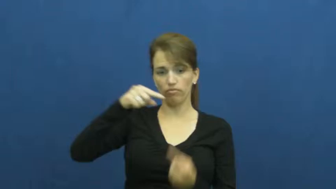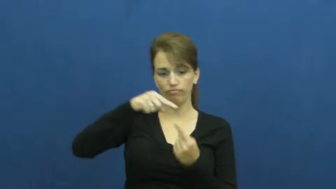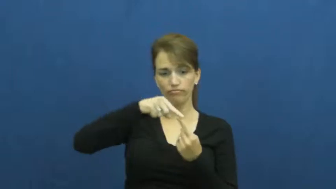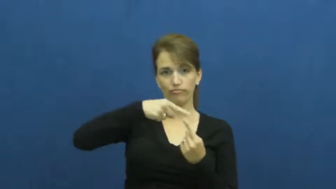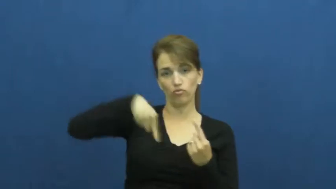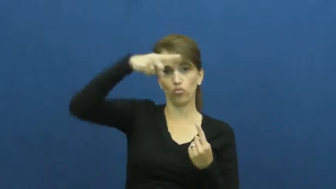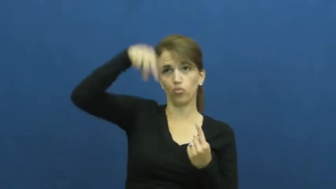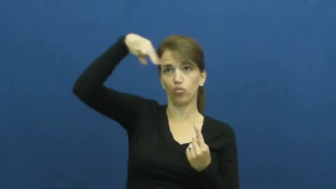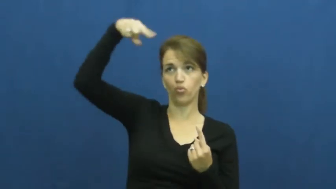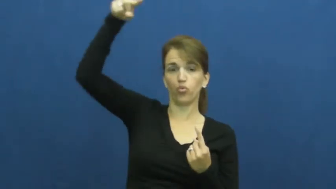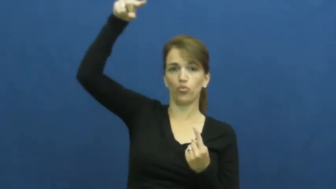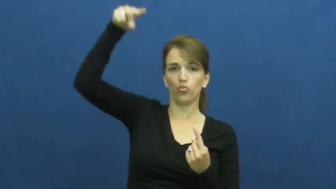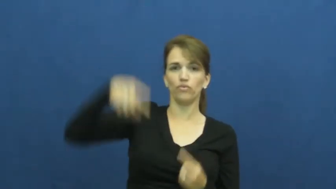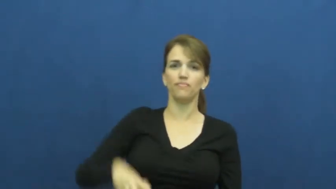spiral,corkscrew,whorl